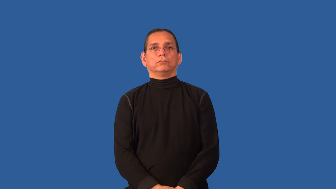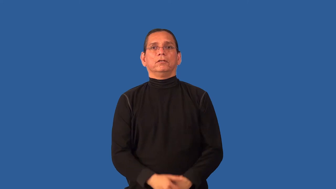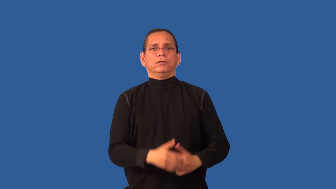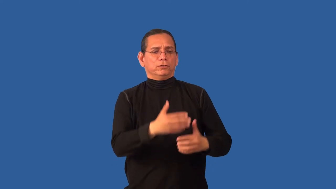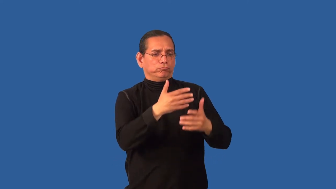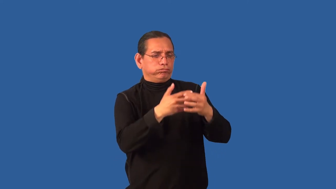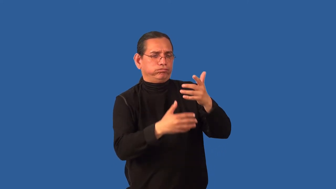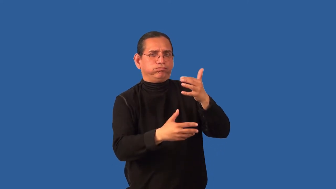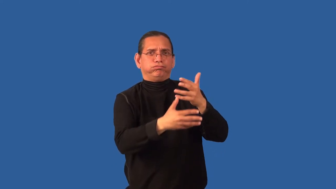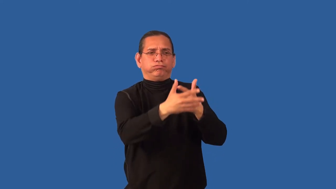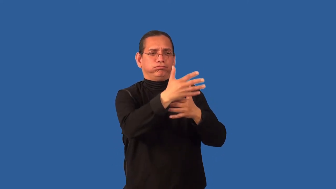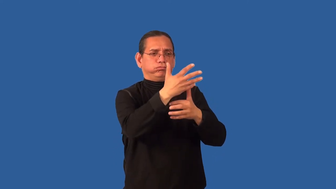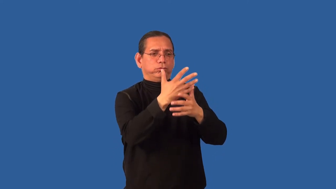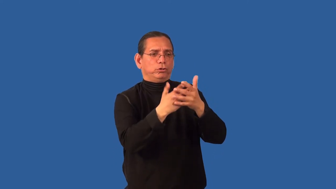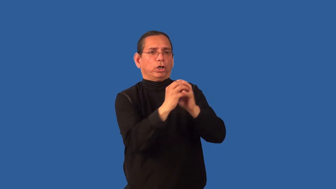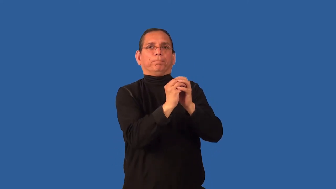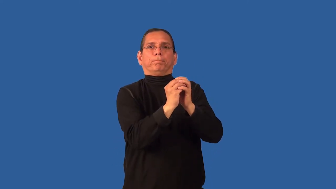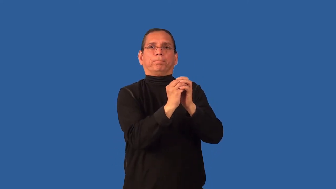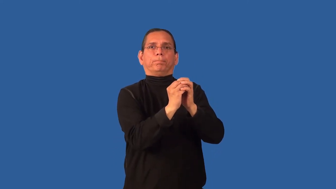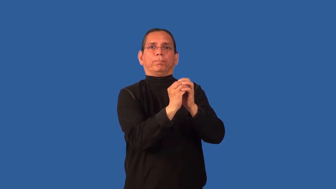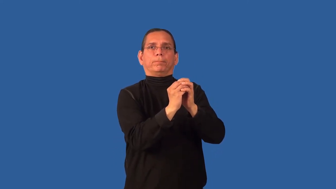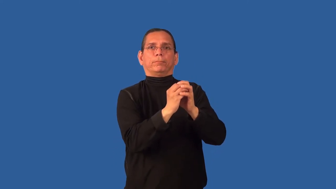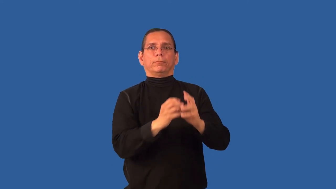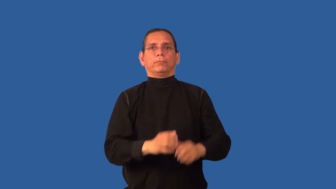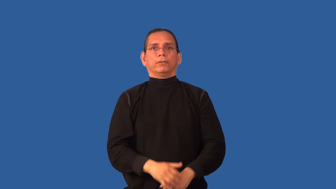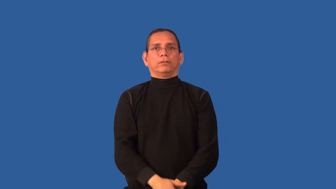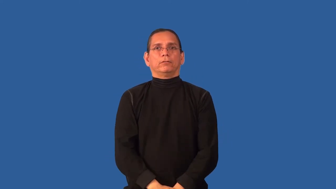clot,coagulate